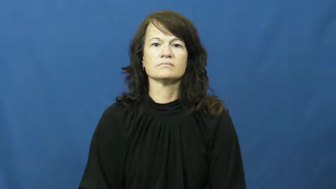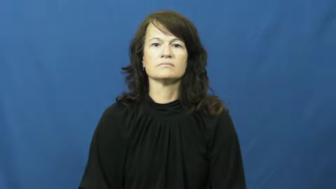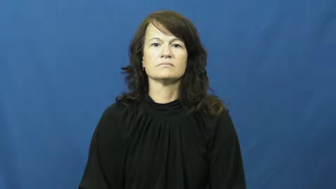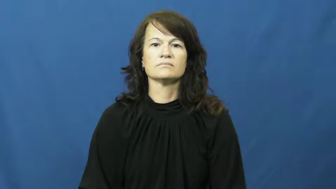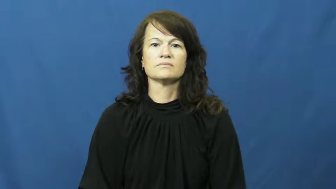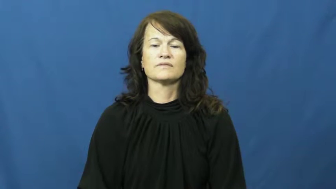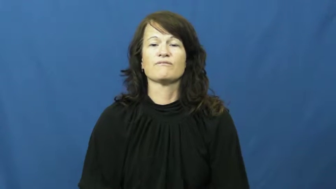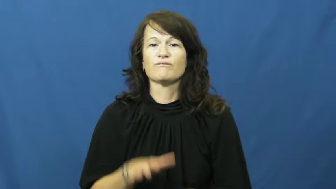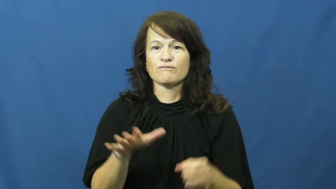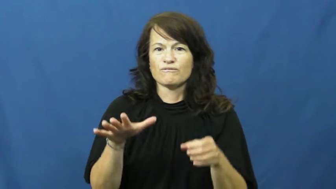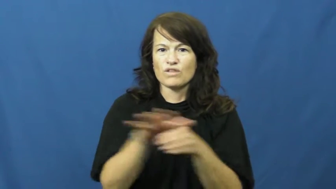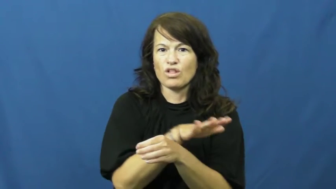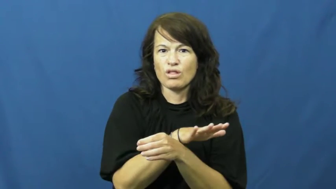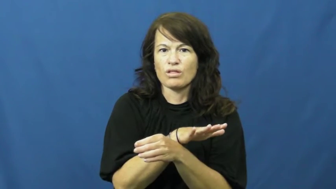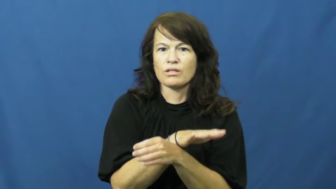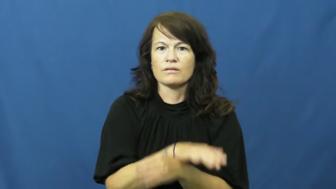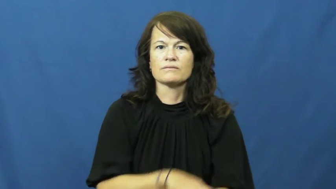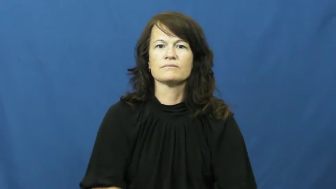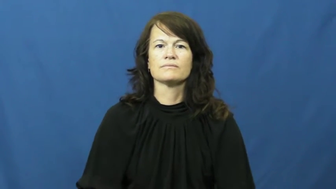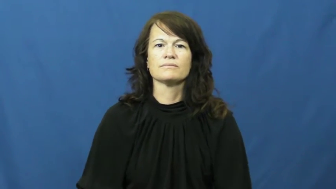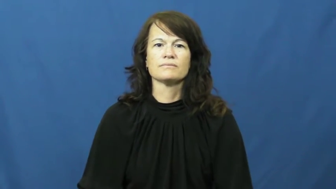saturated